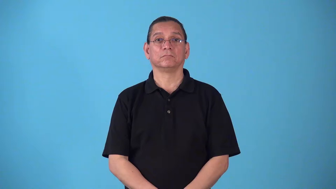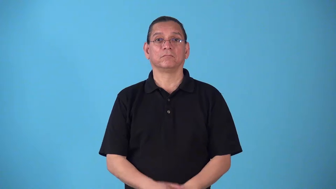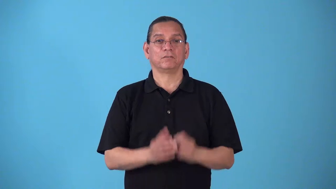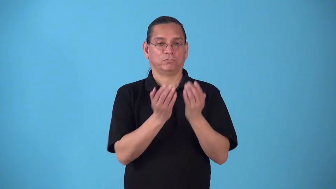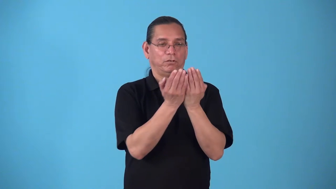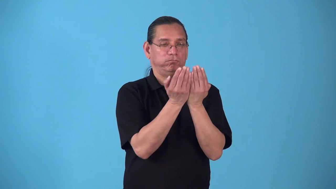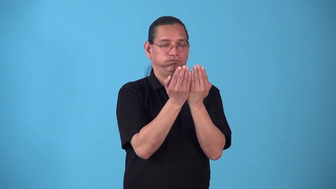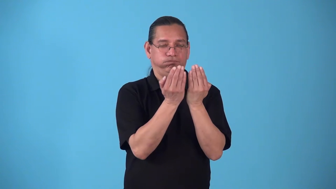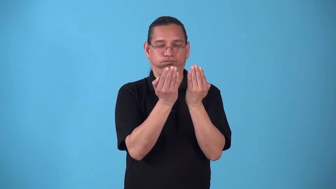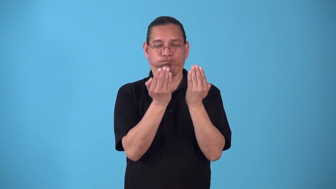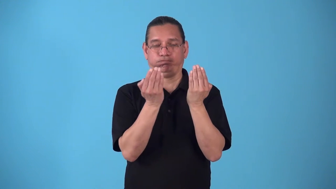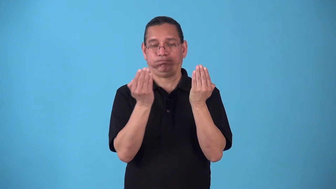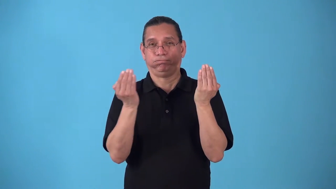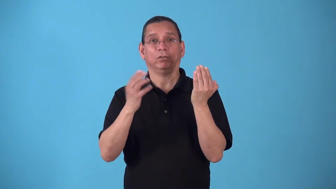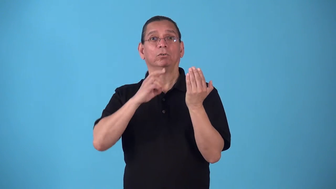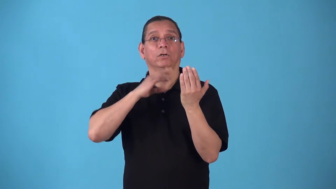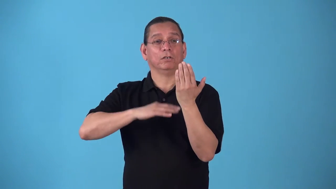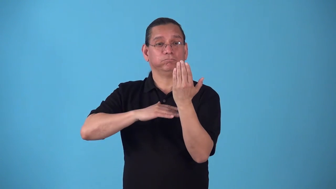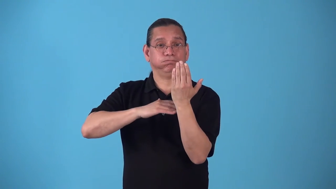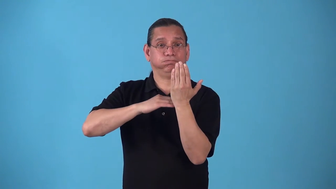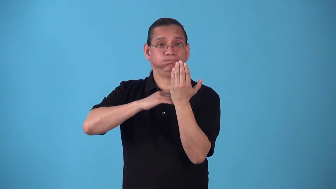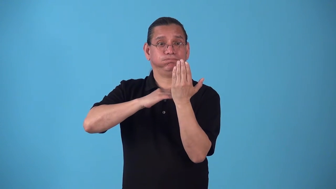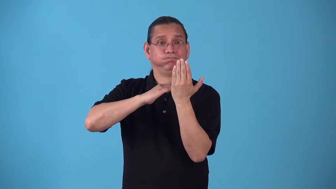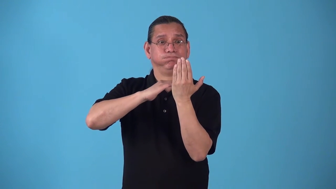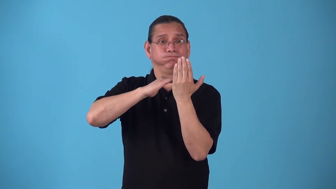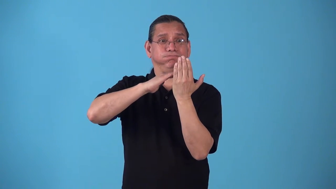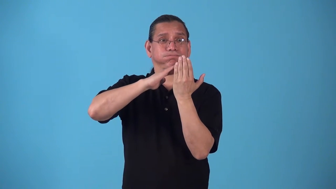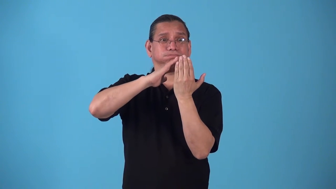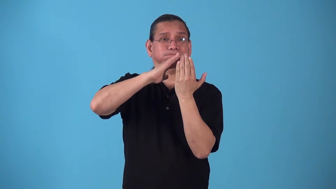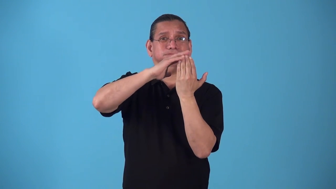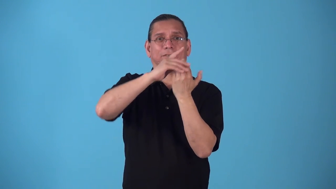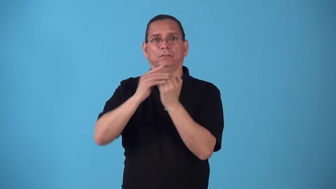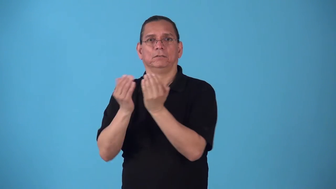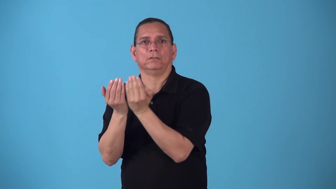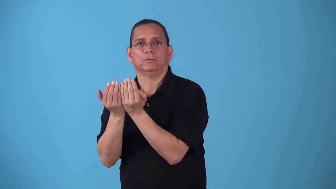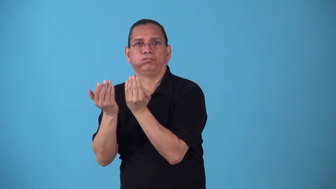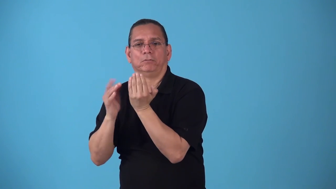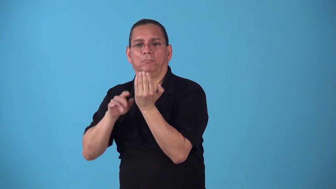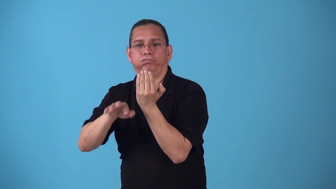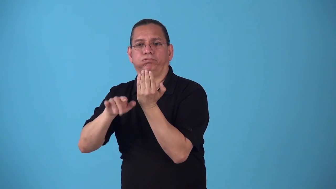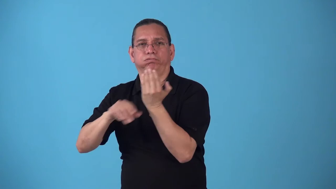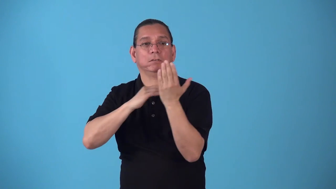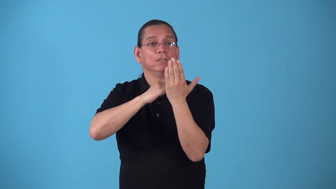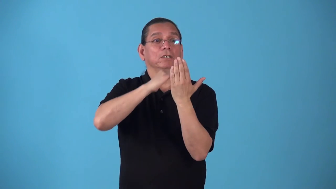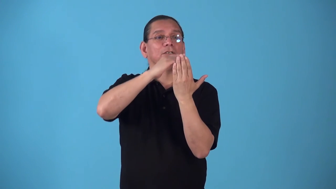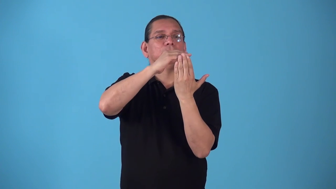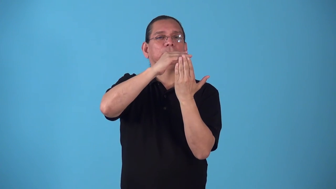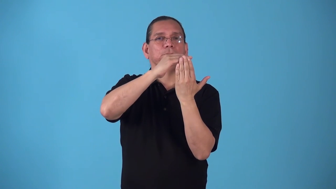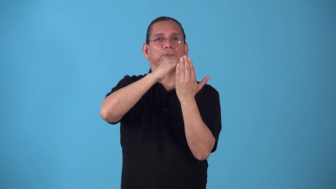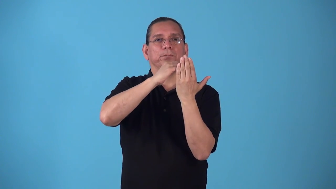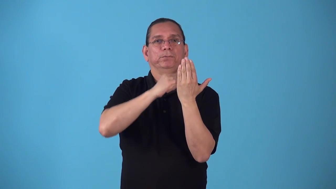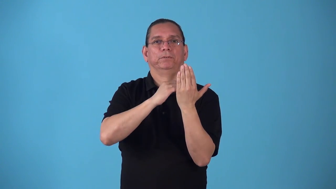spillway,trough,channel